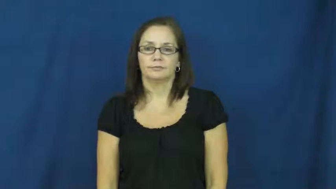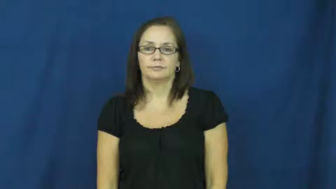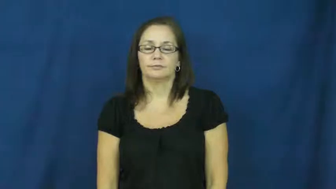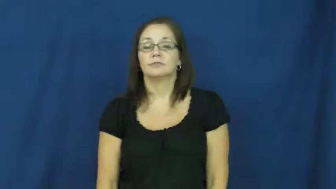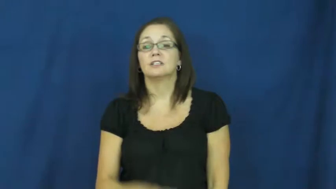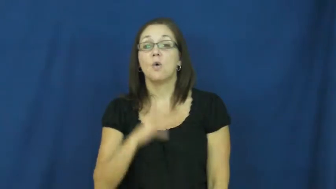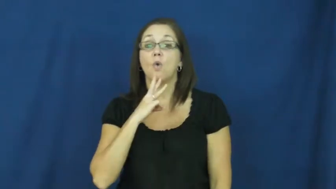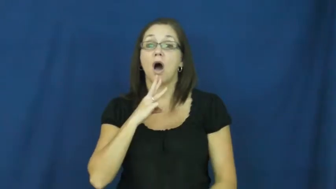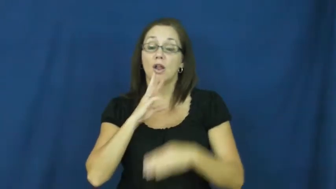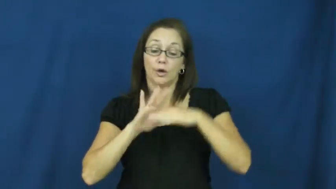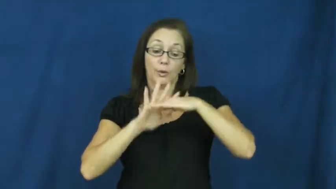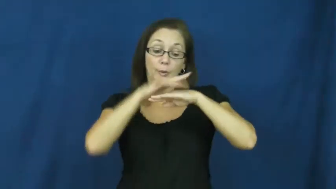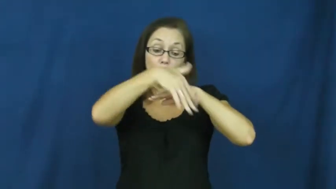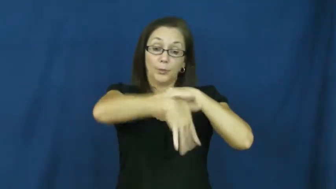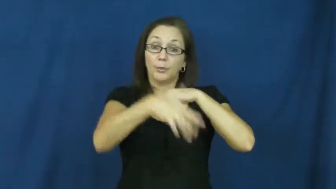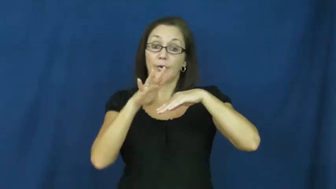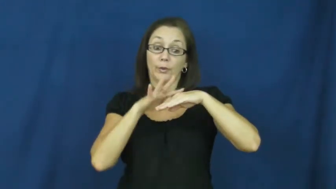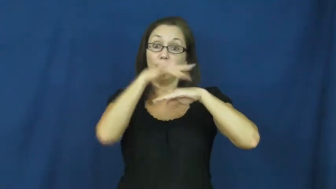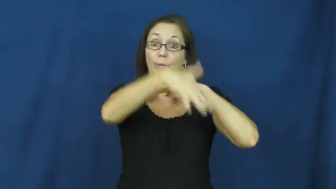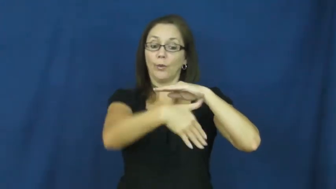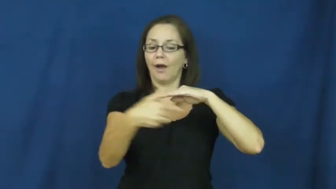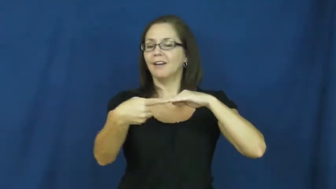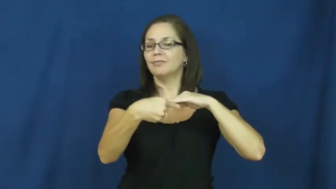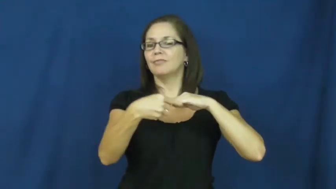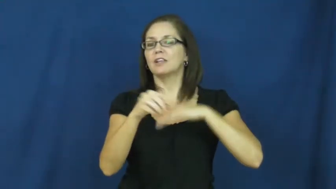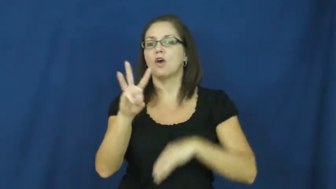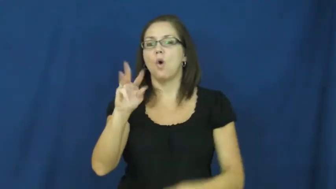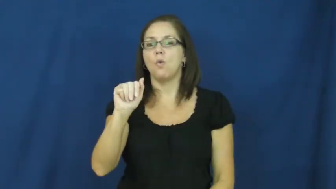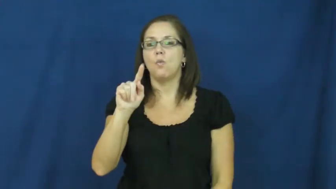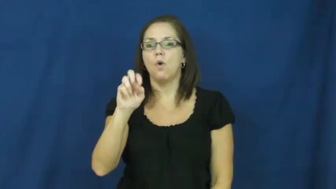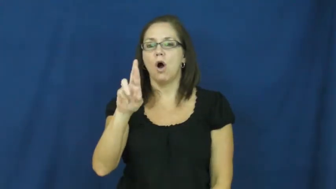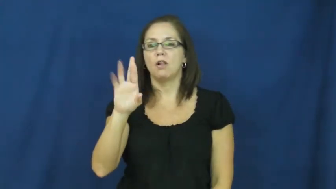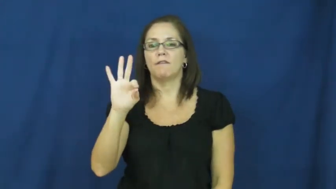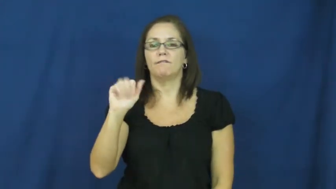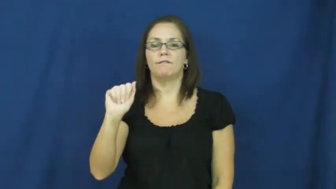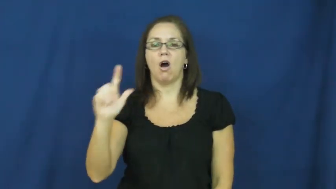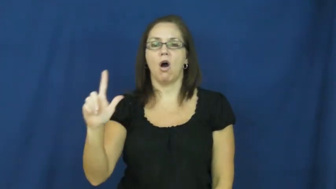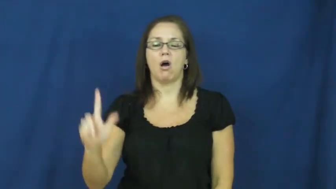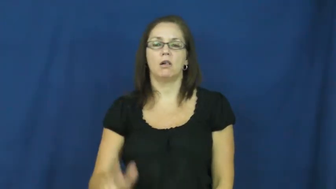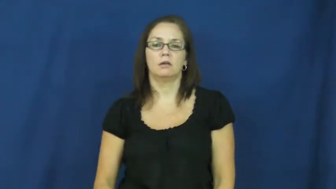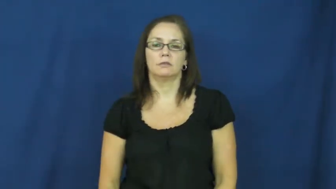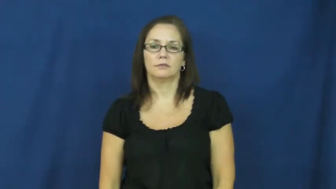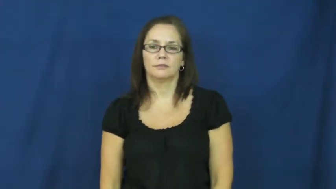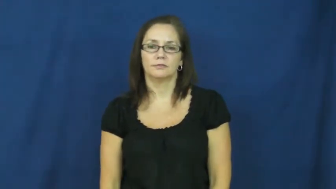waterfall,cascade,falls